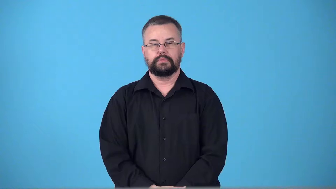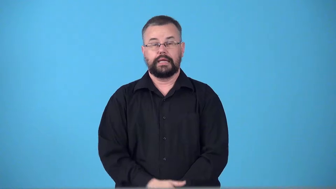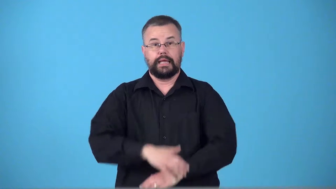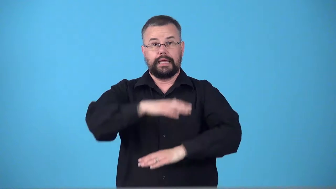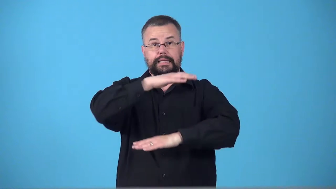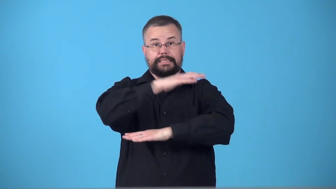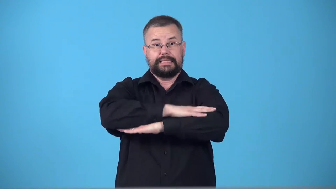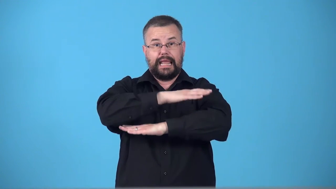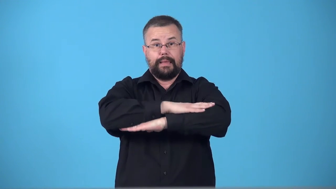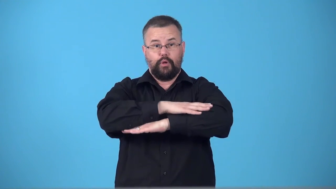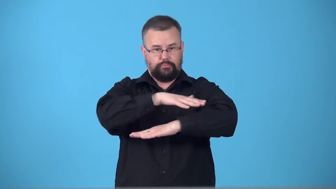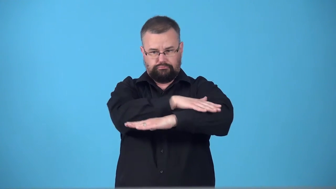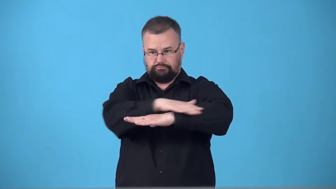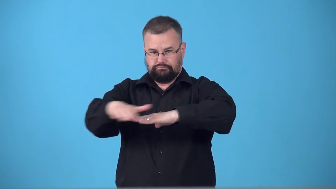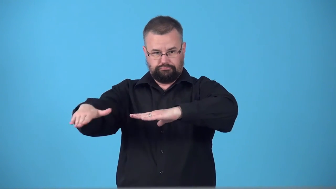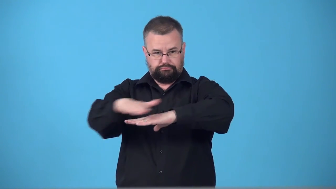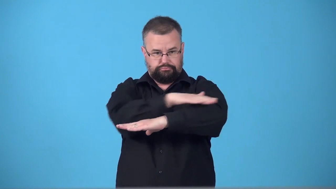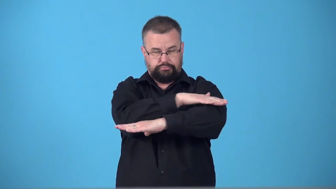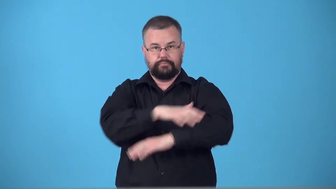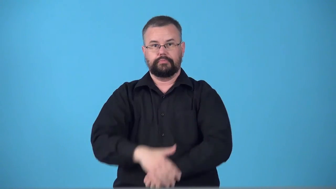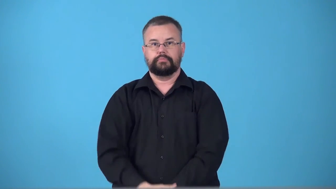tabletop